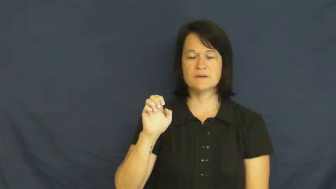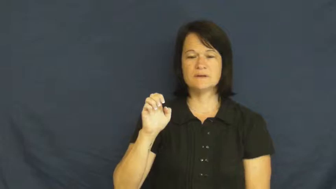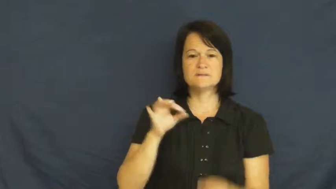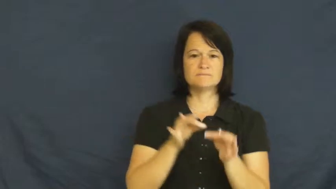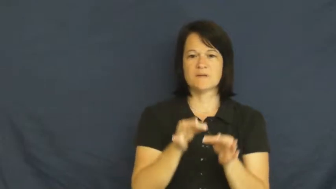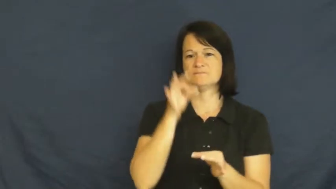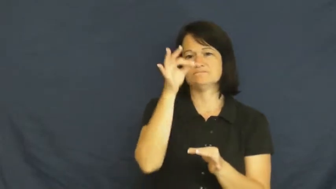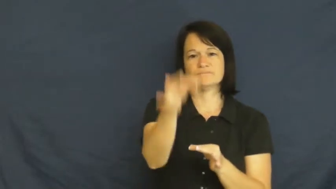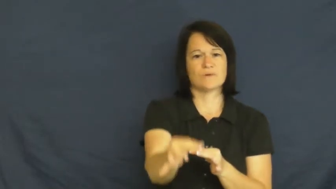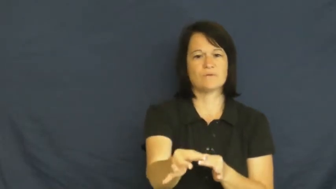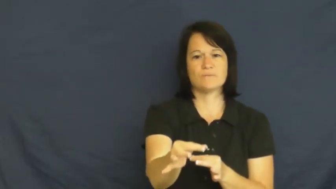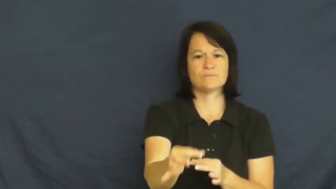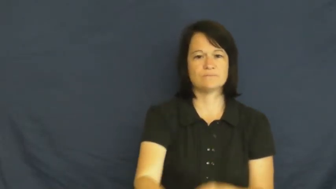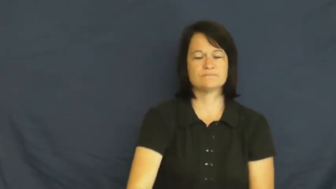postpone,reserve,temporizer